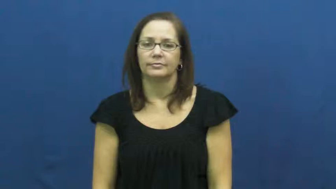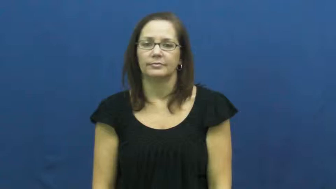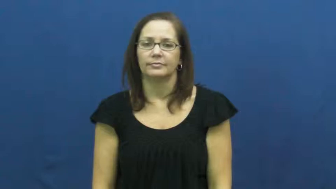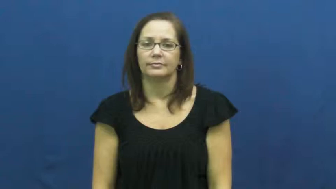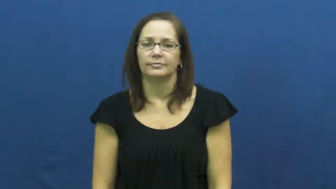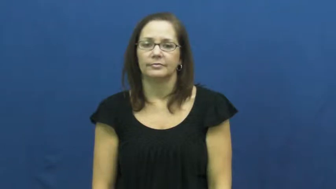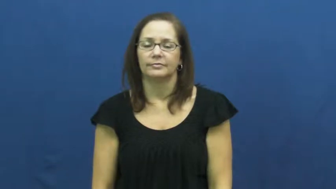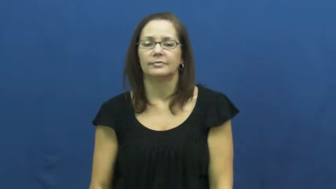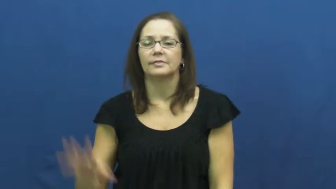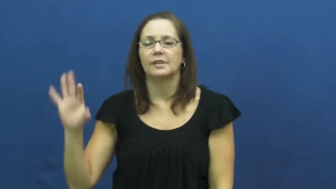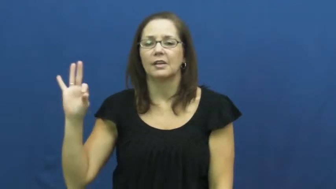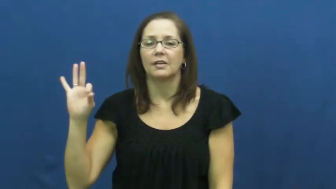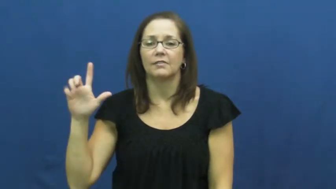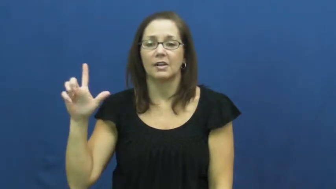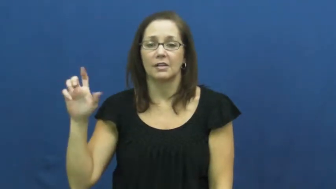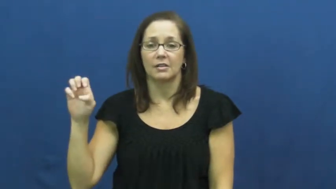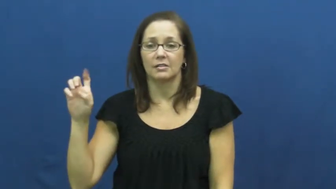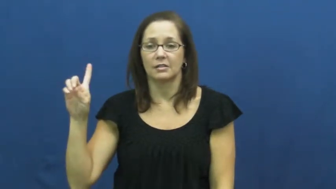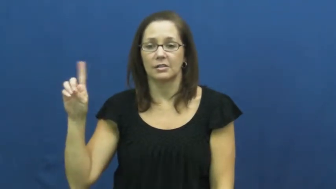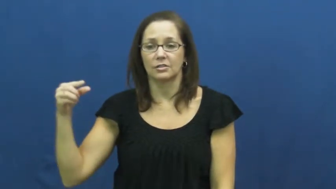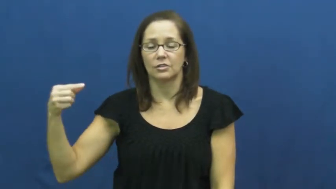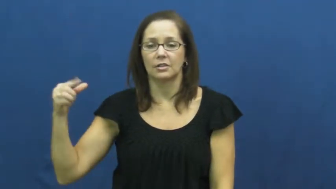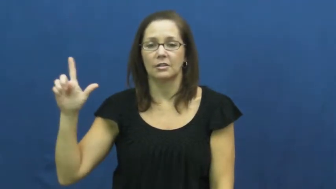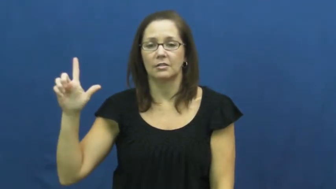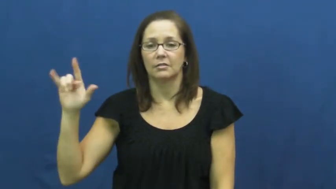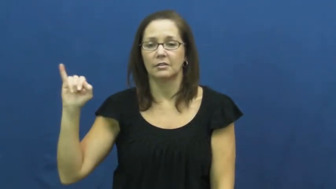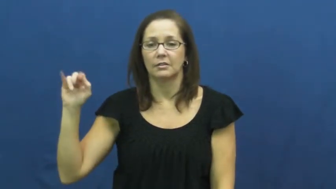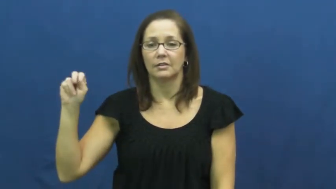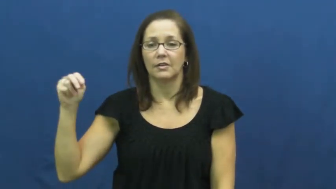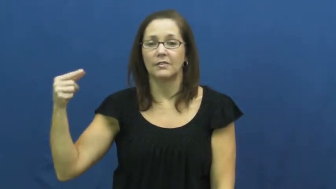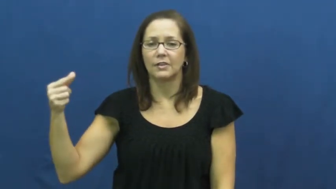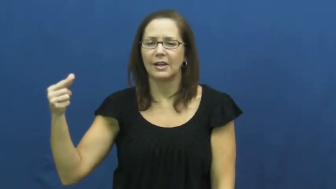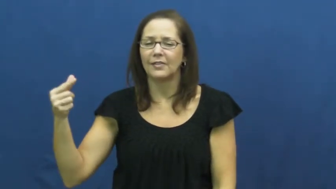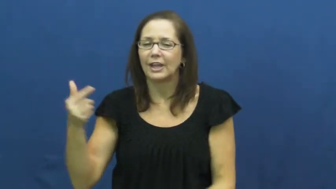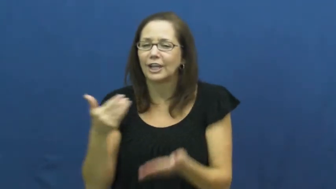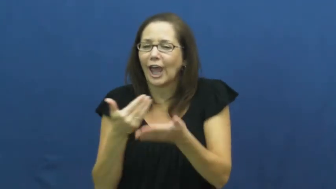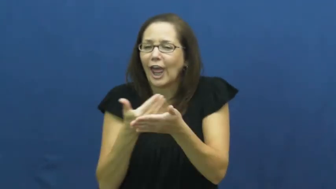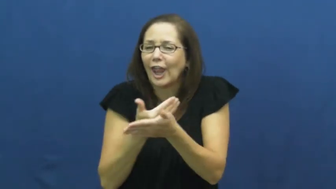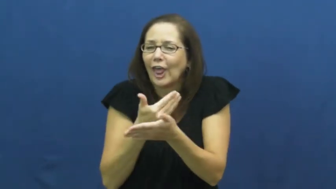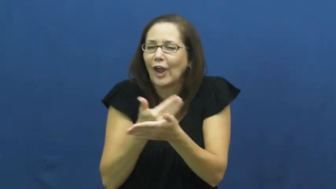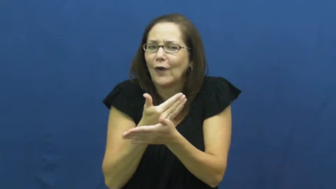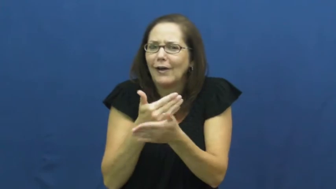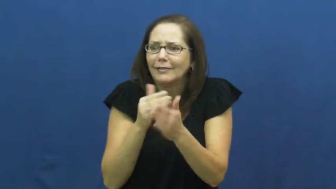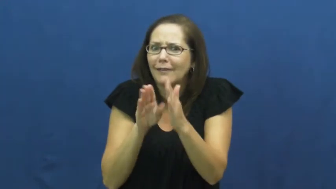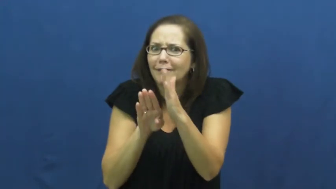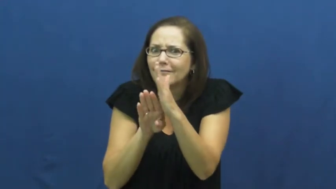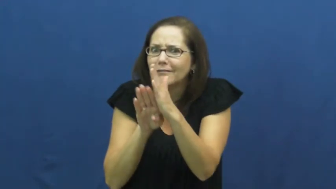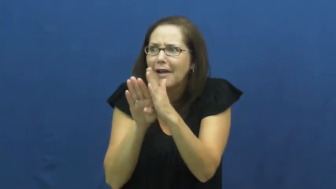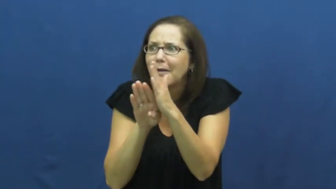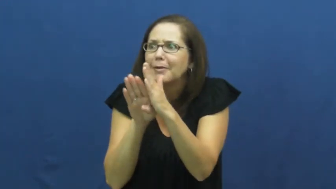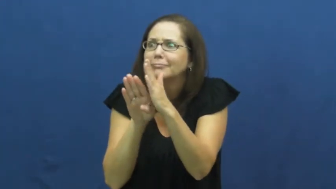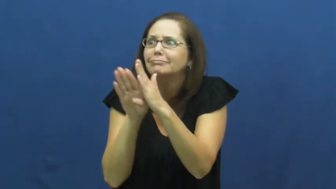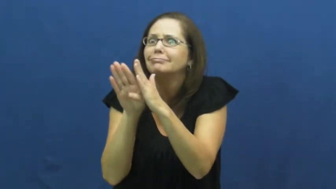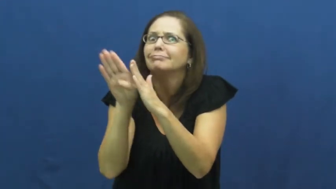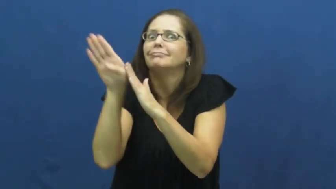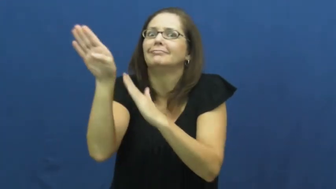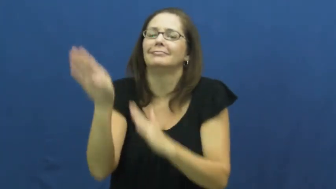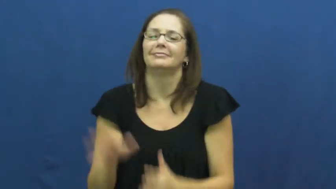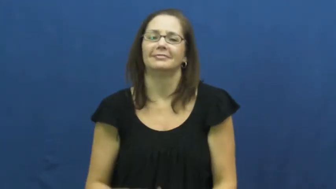fledgling-new